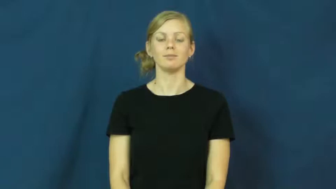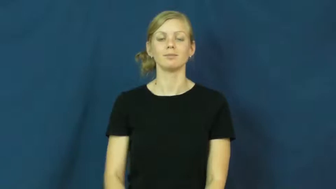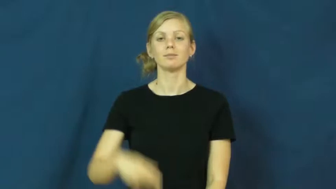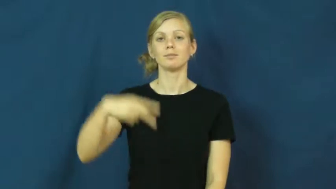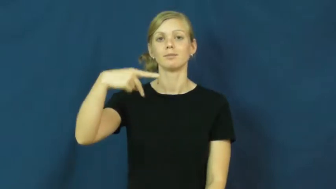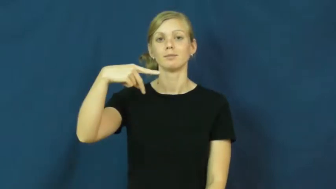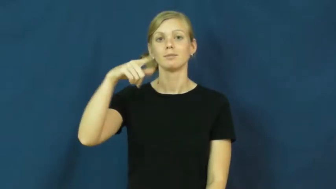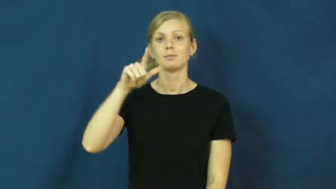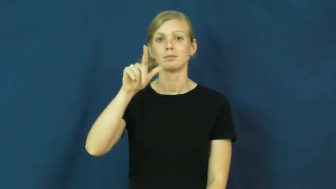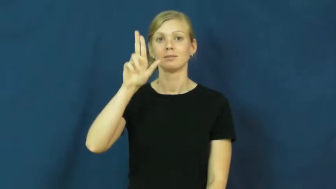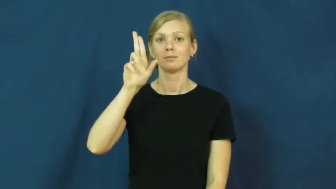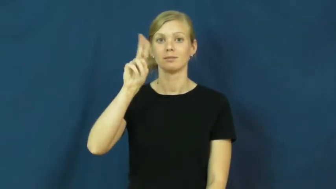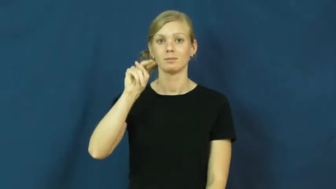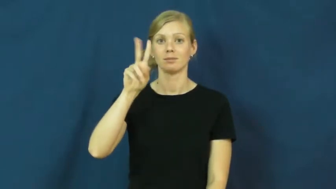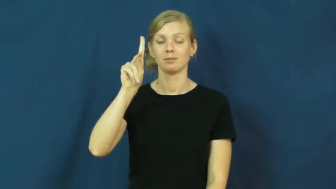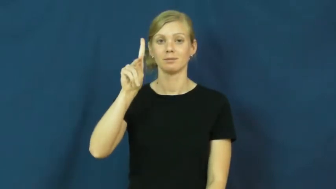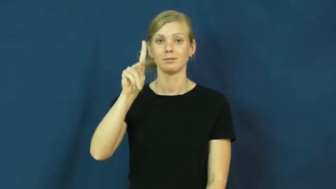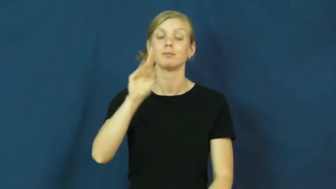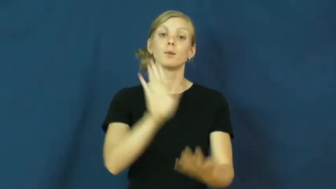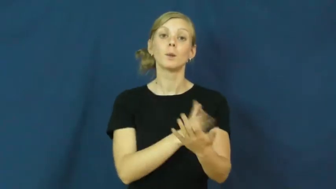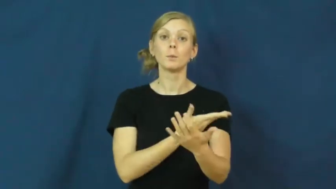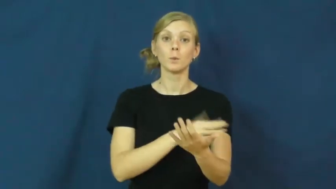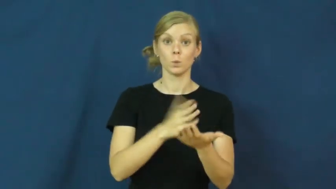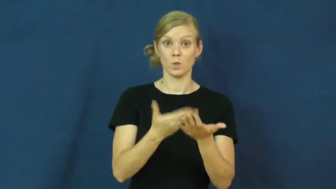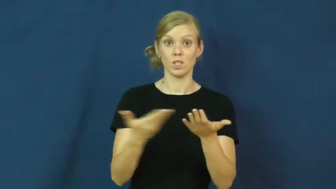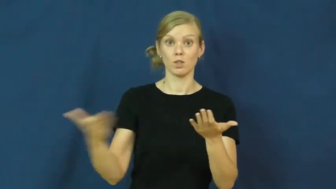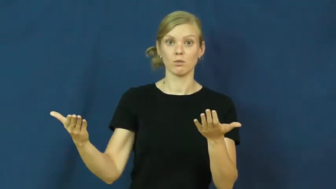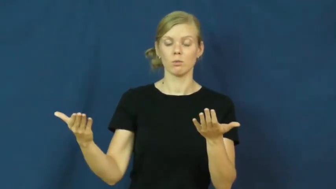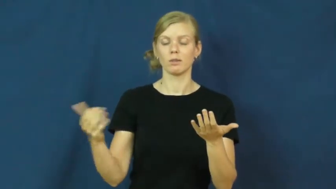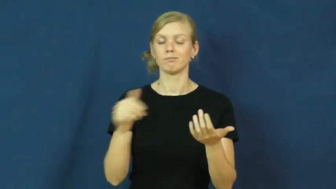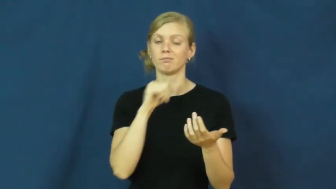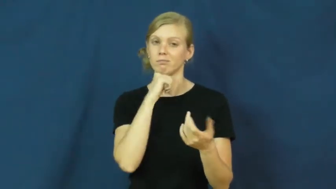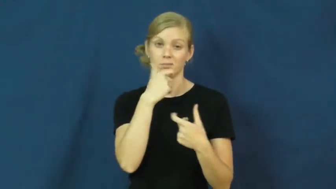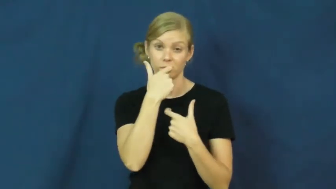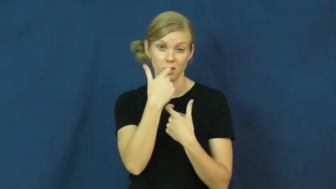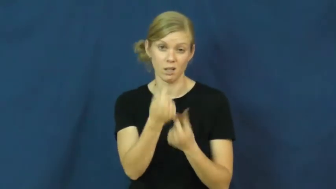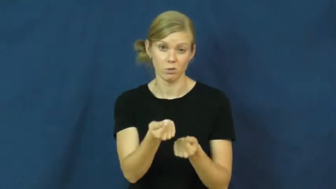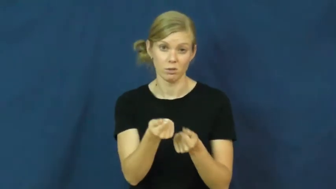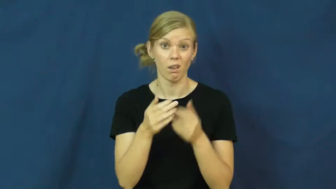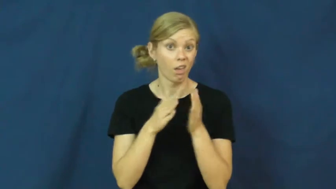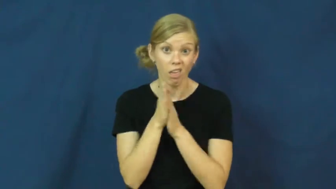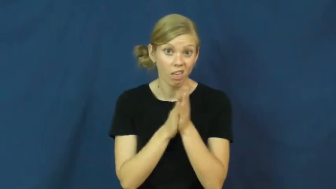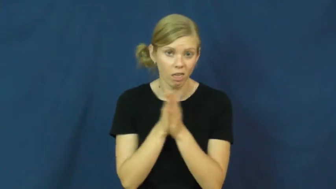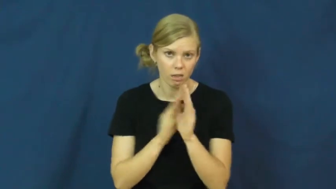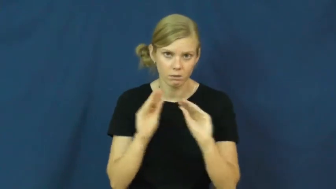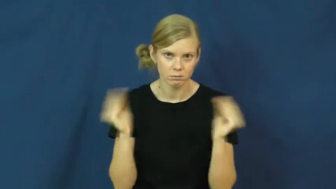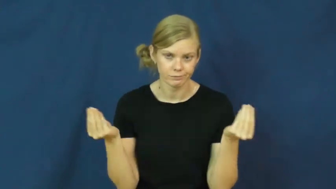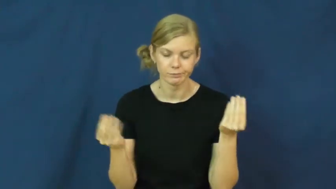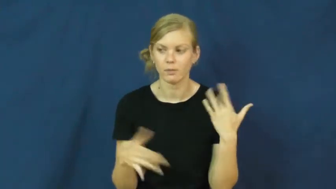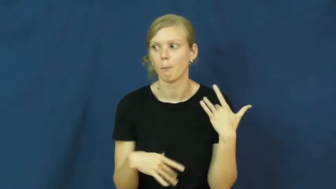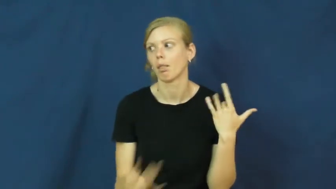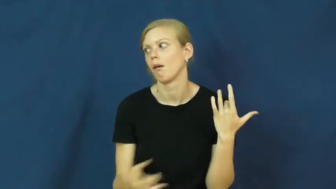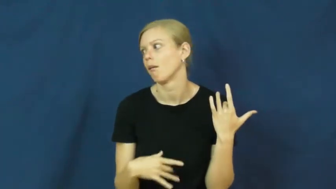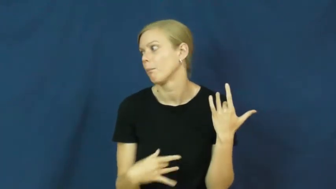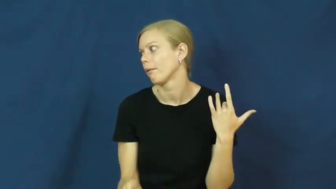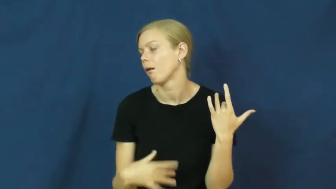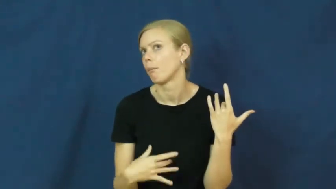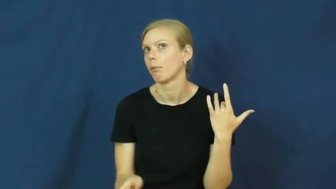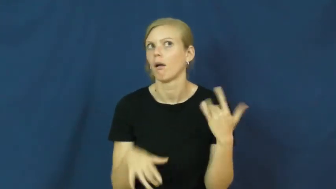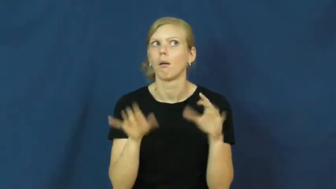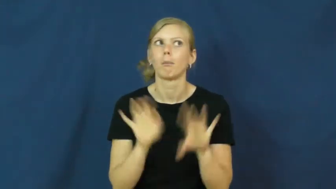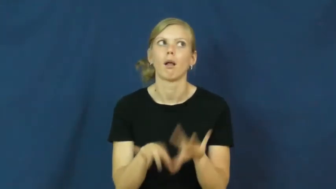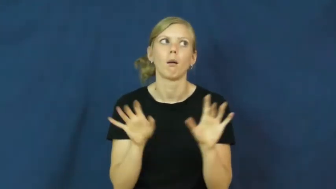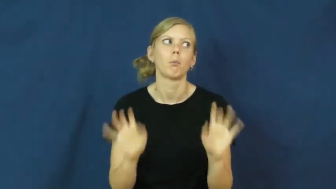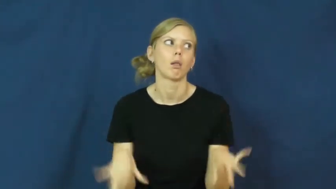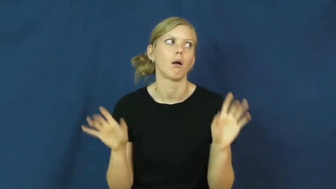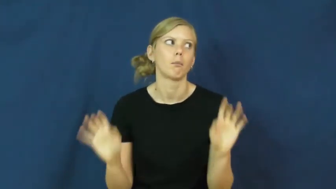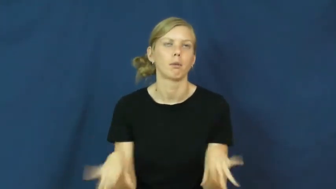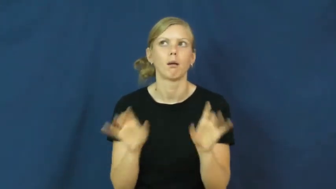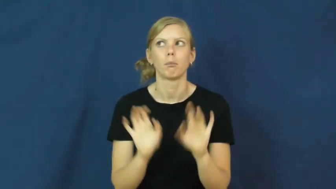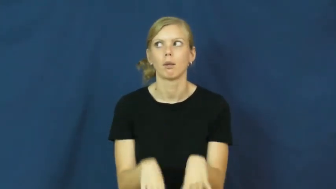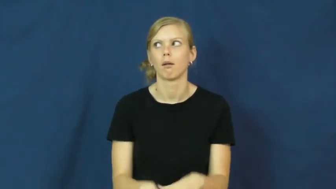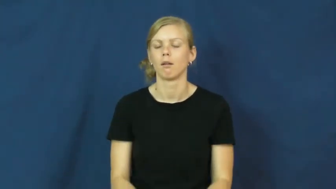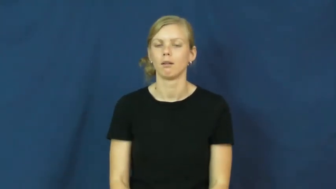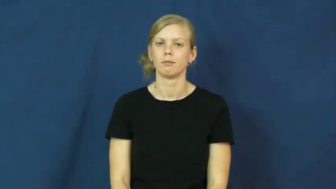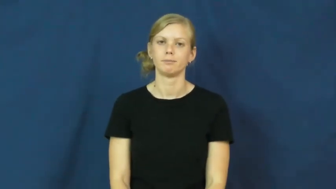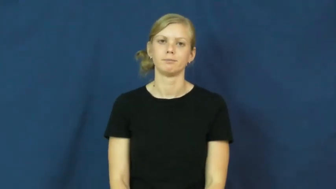plunk-no interest